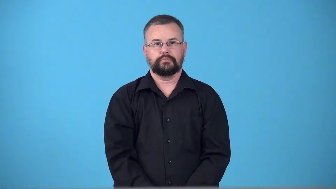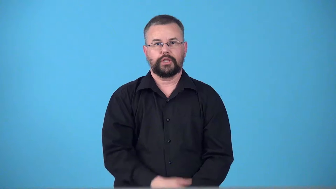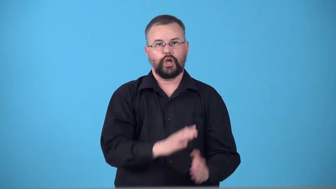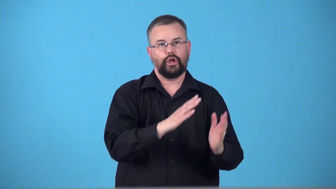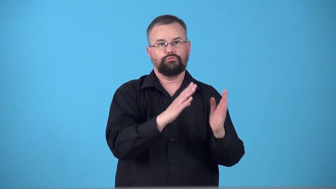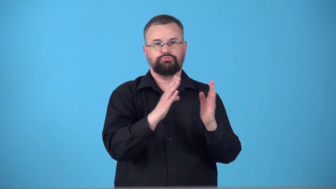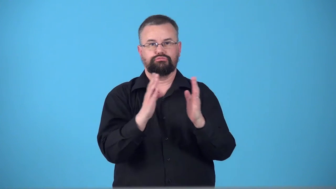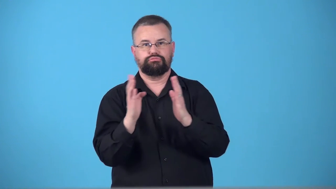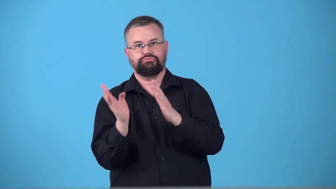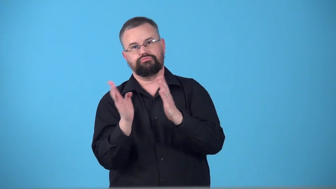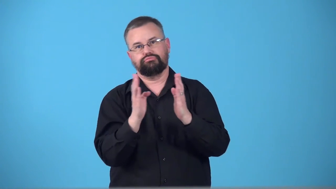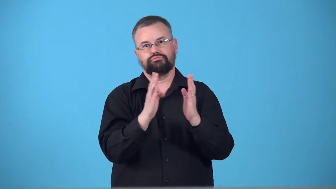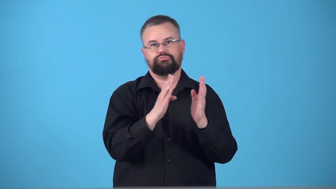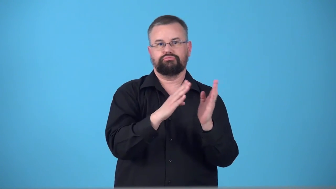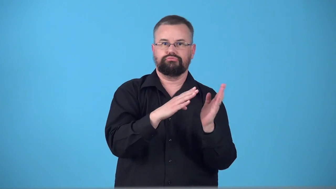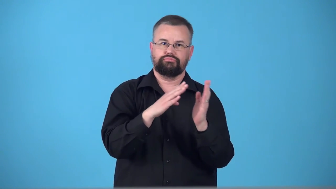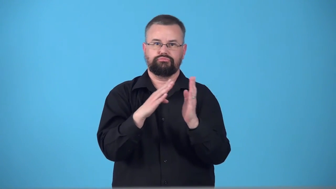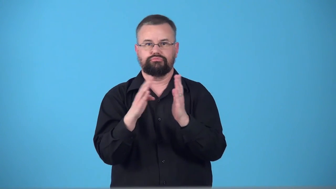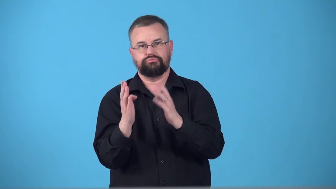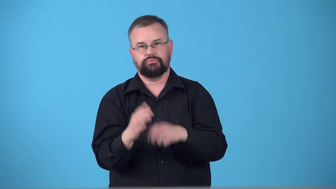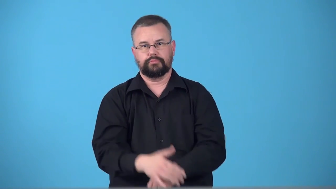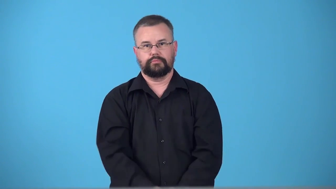teeter,totter